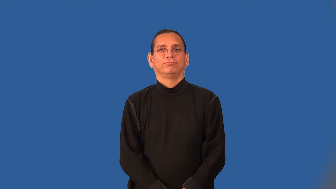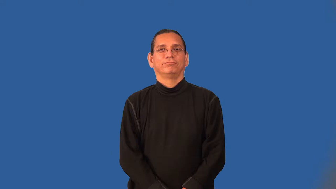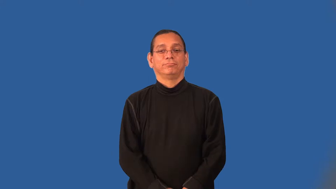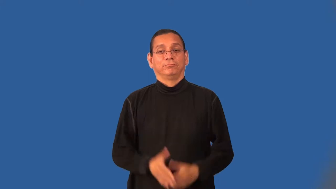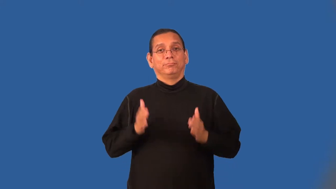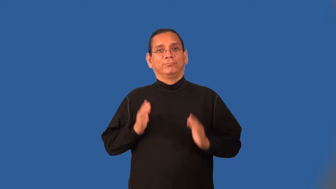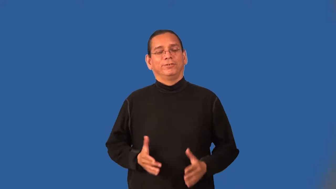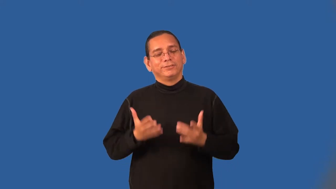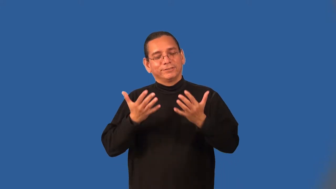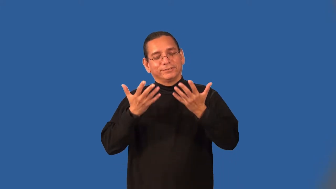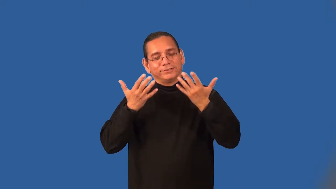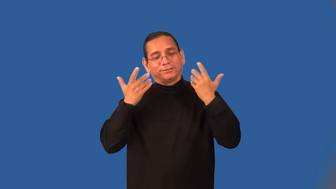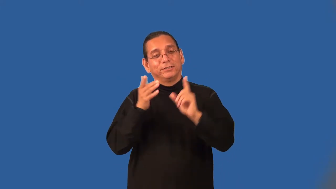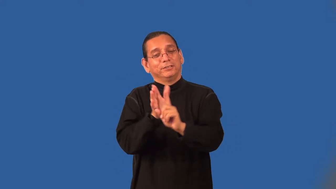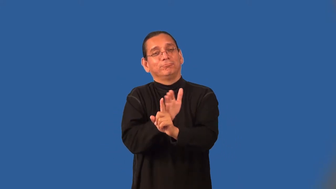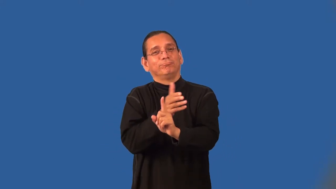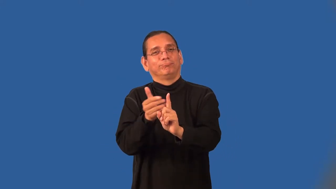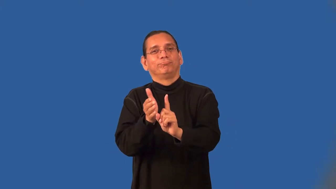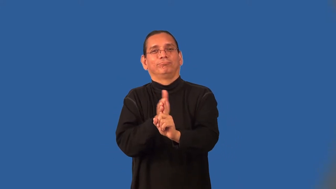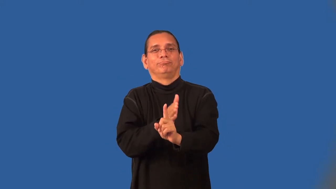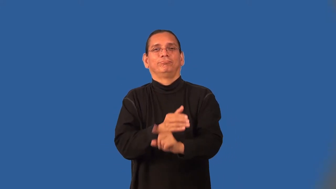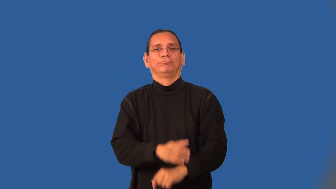charmer